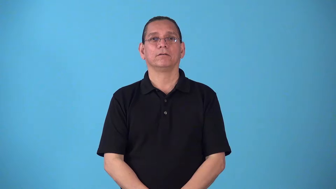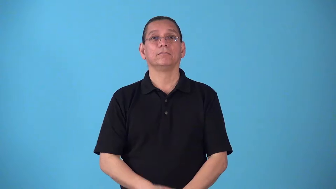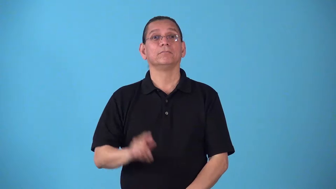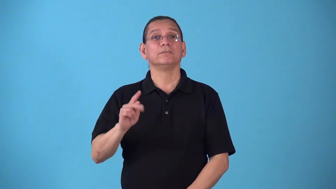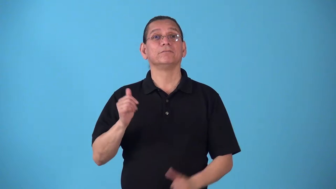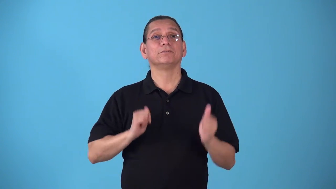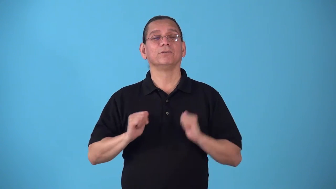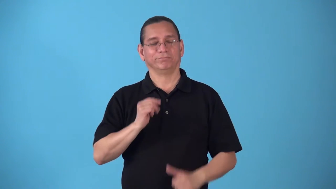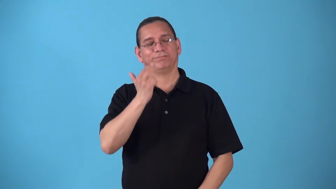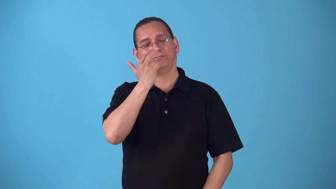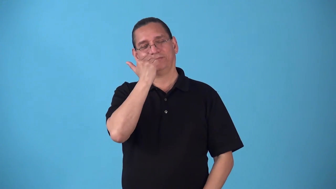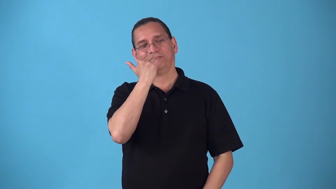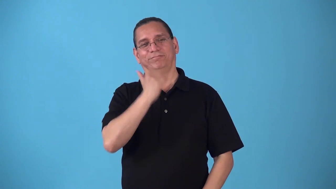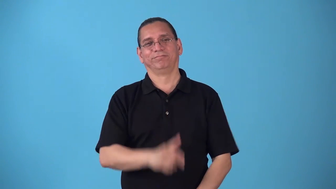sitcom